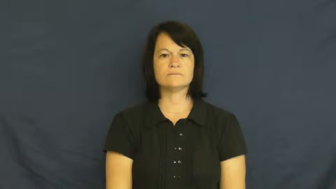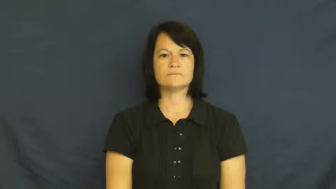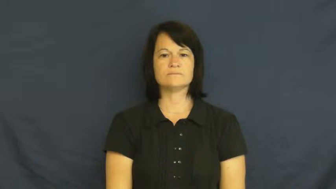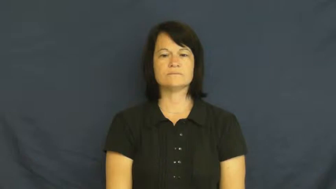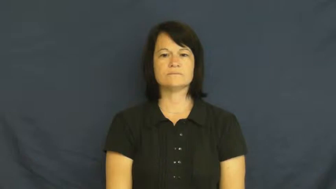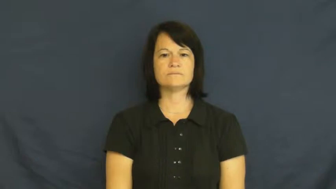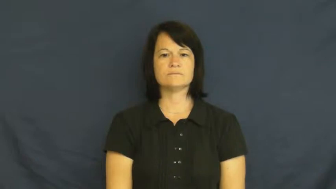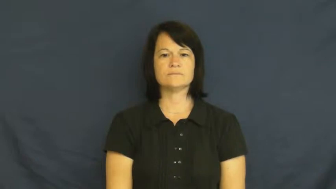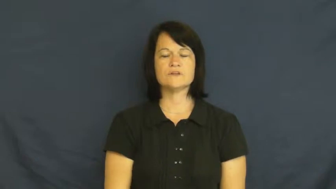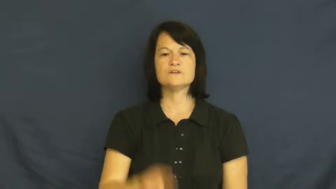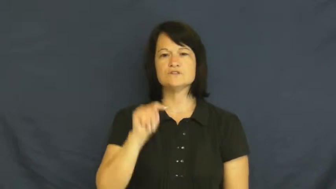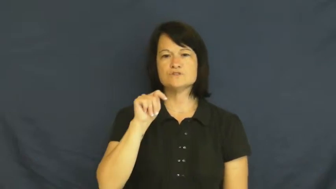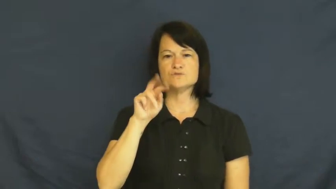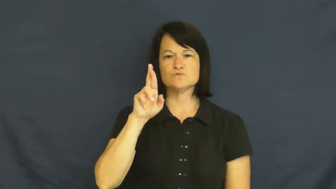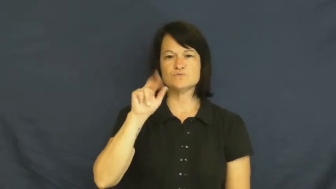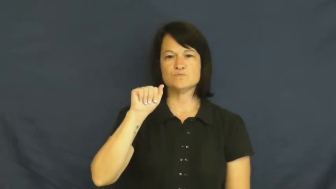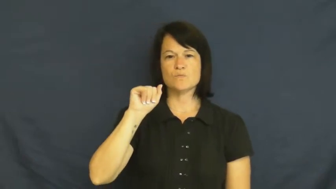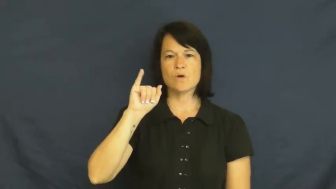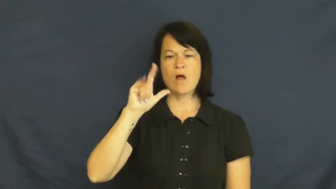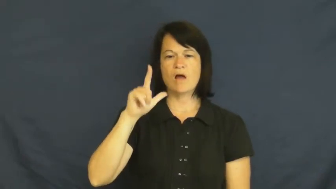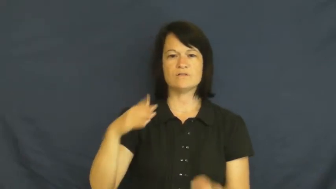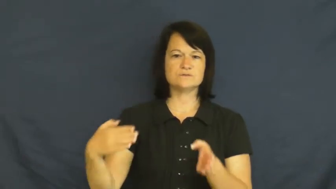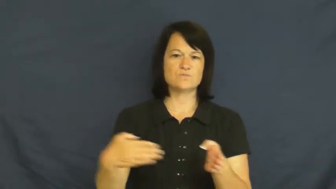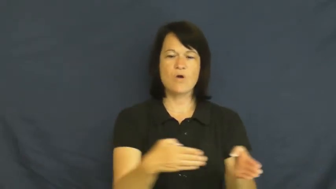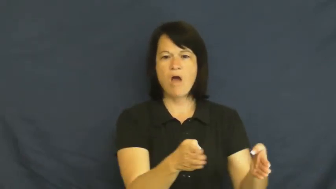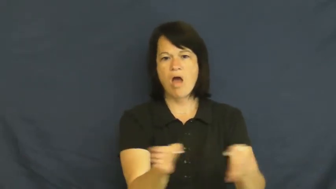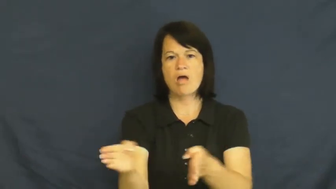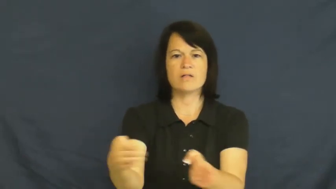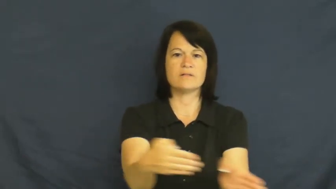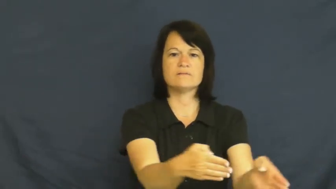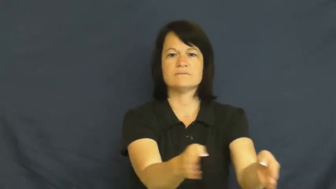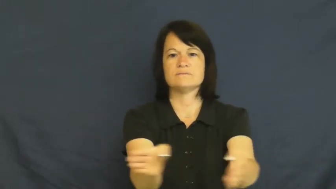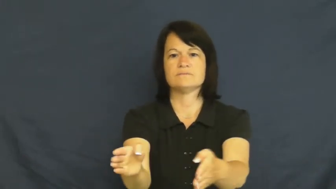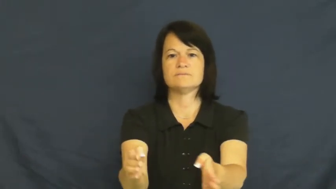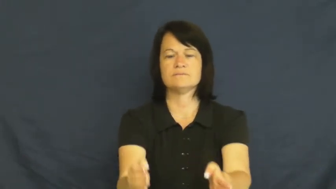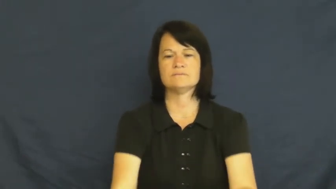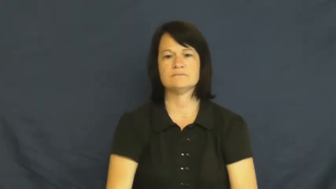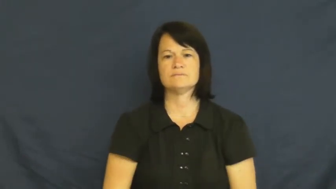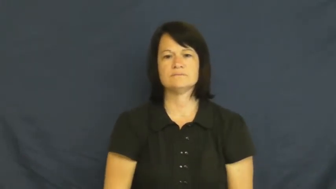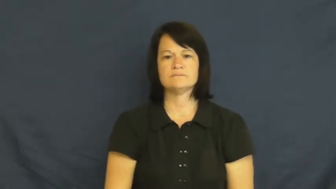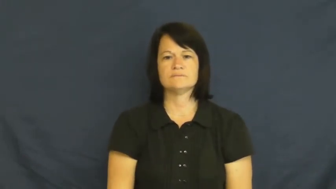trail-path